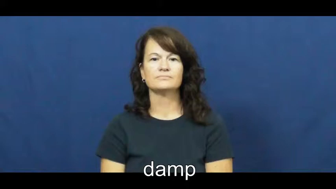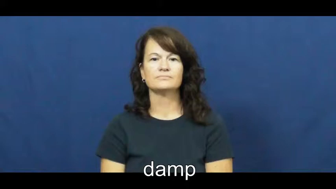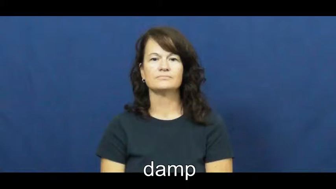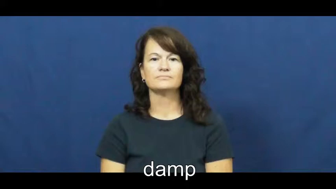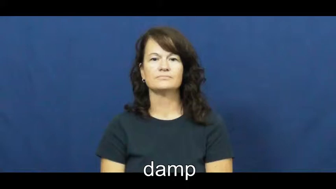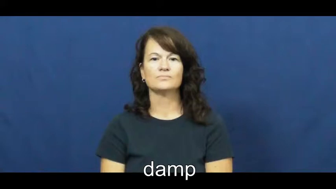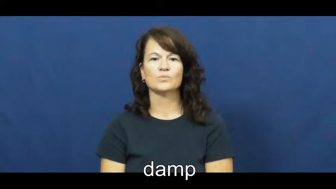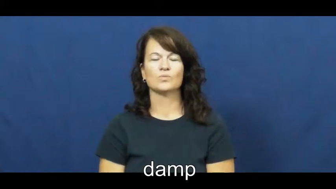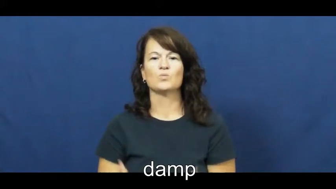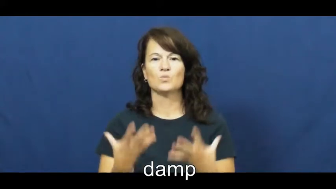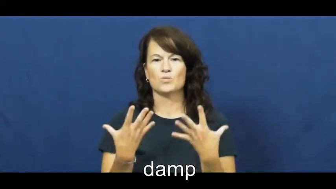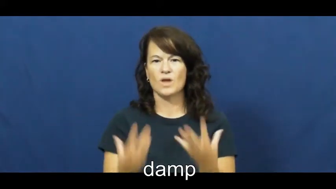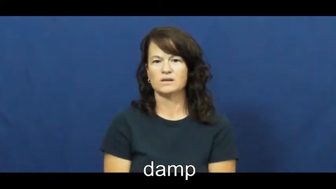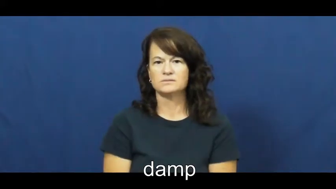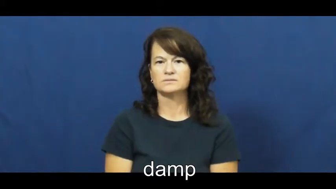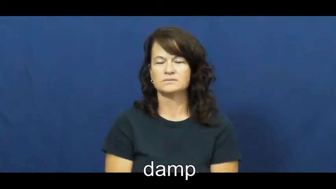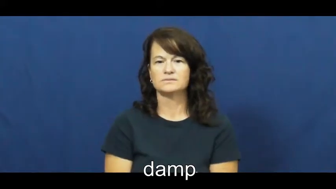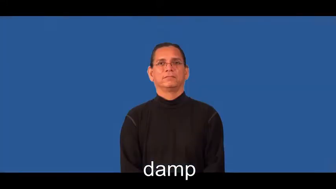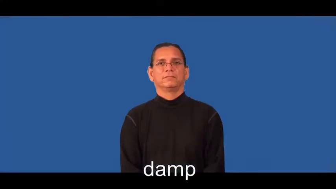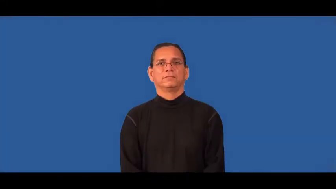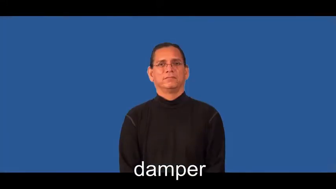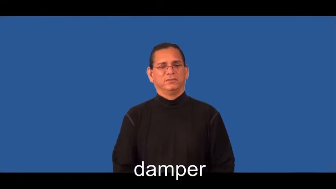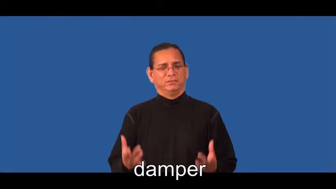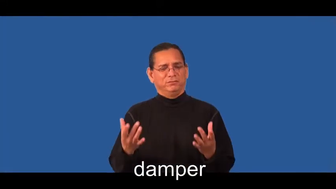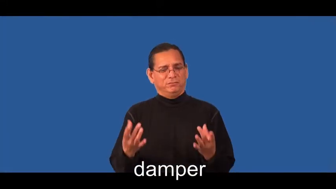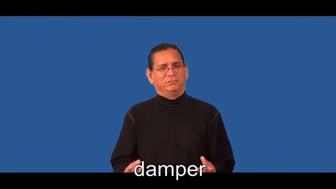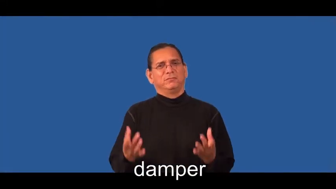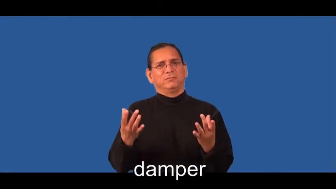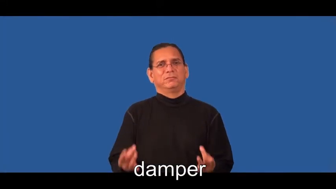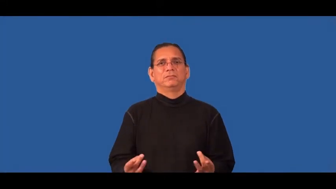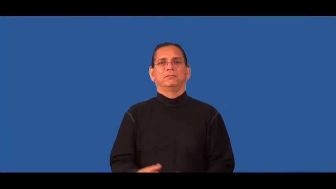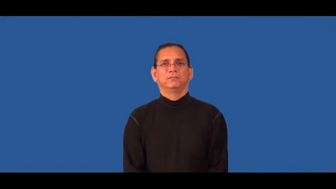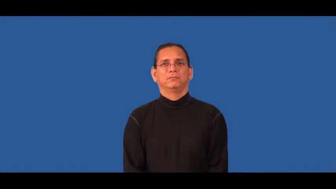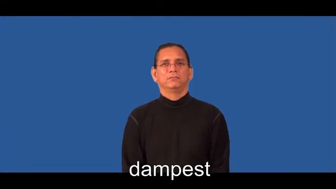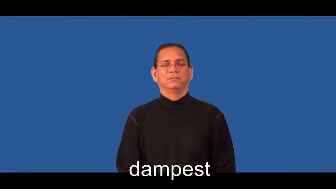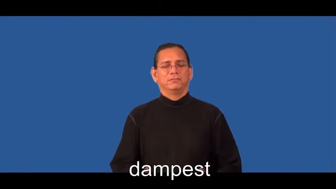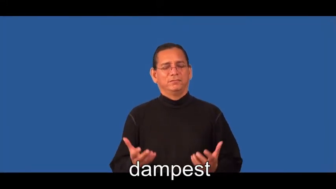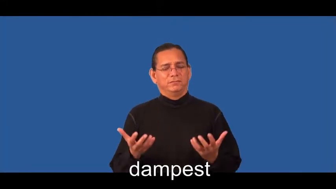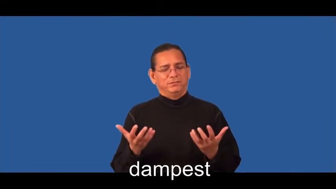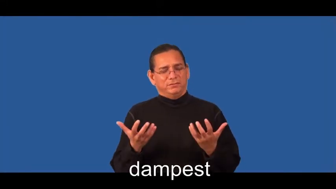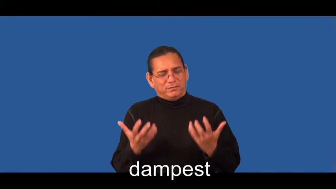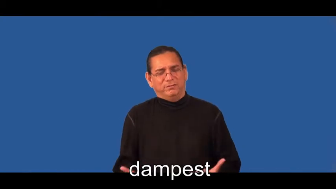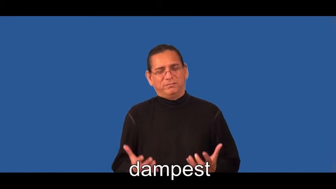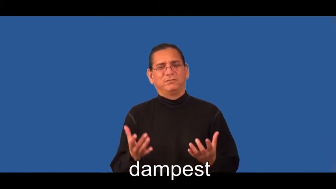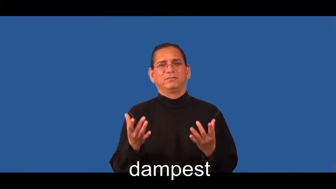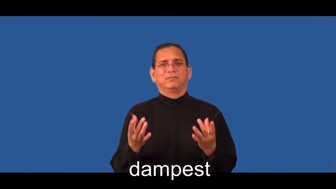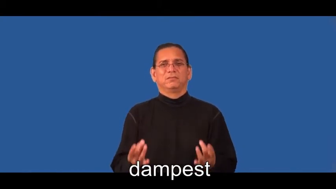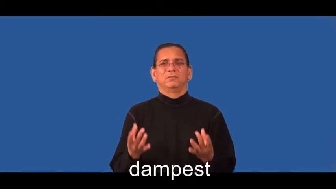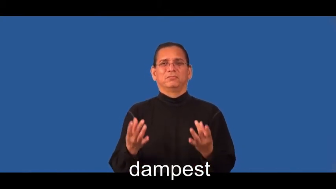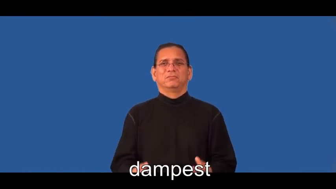damper,dampest